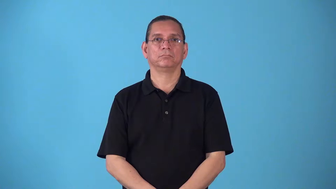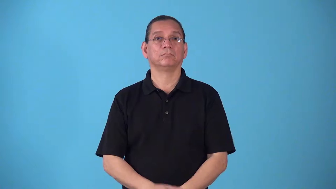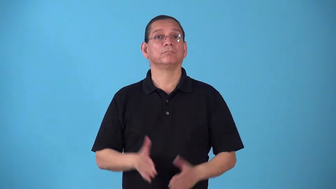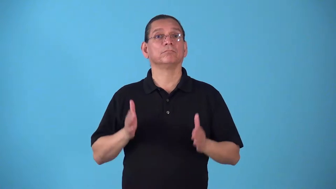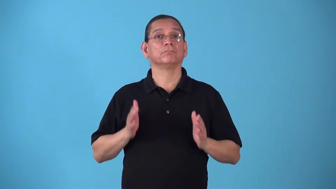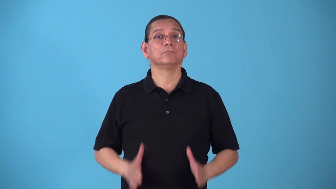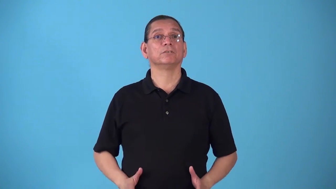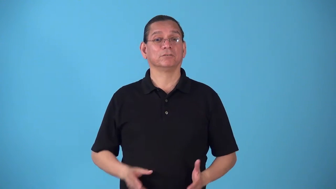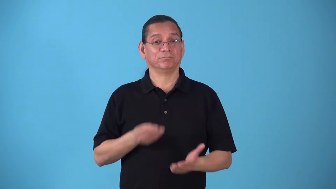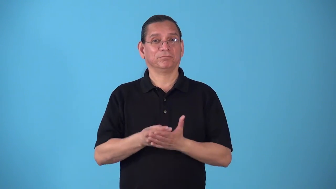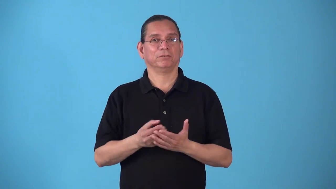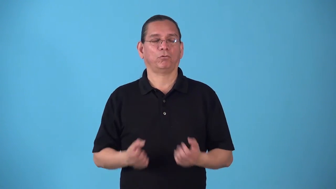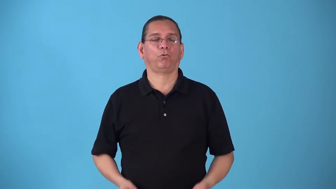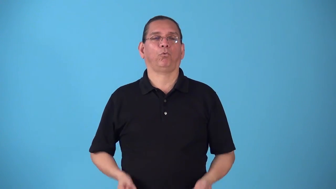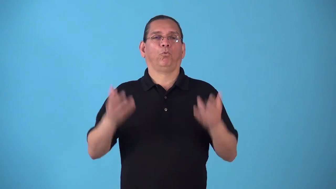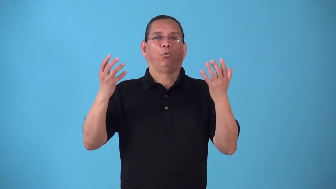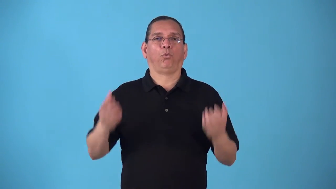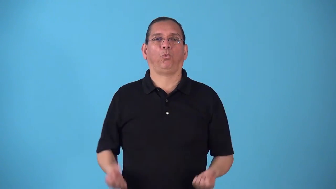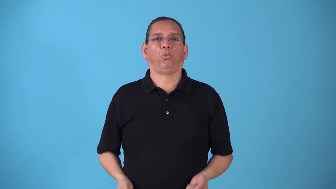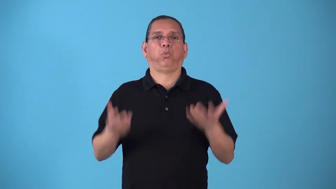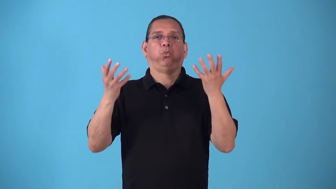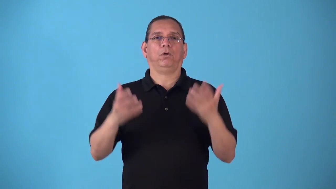spender